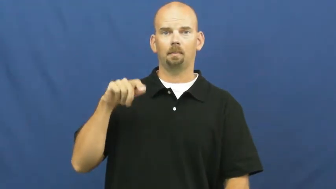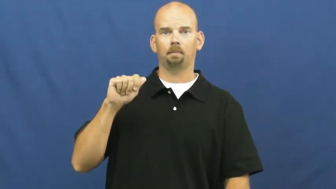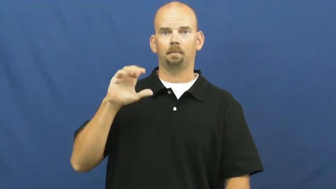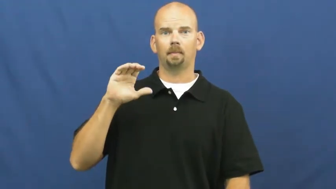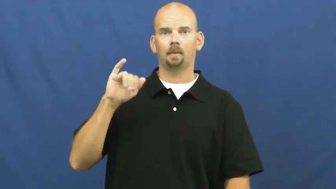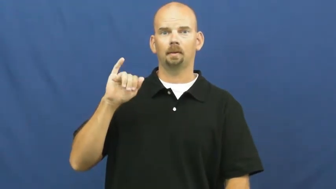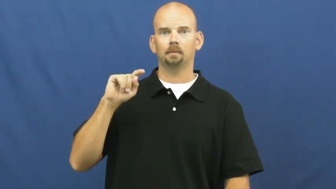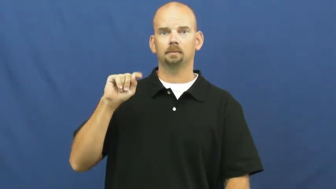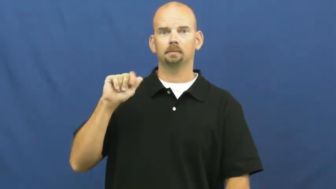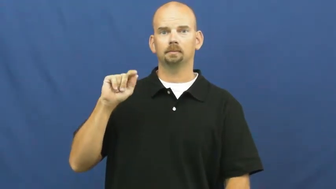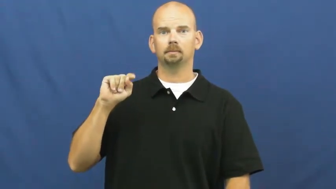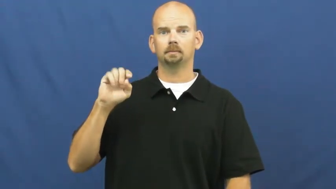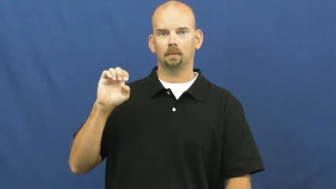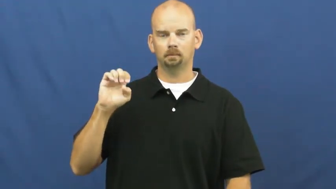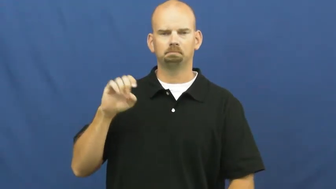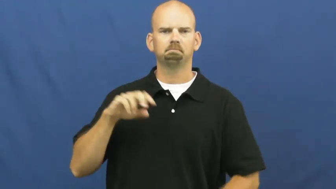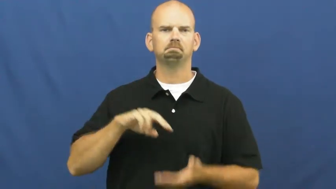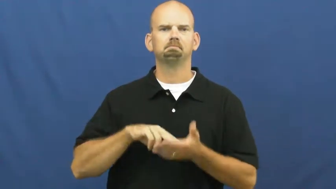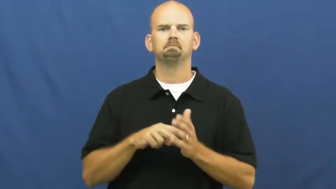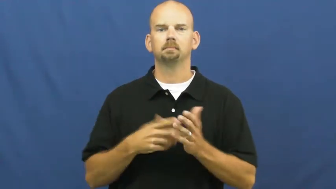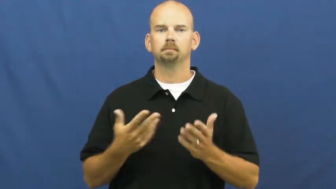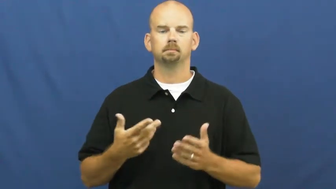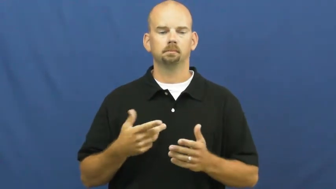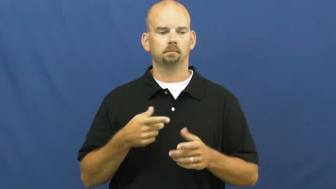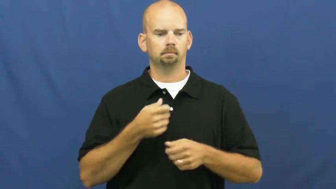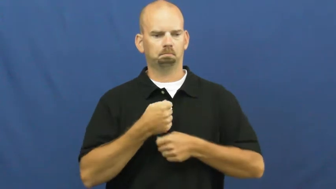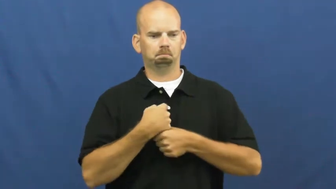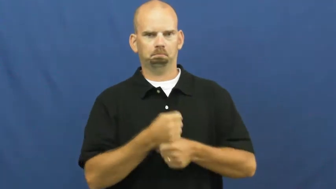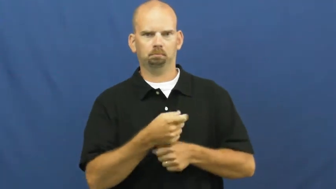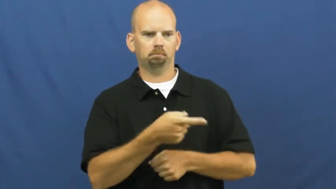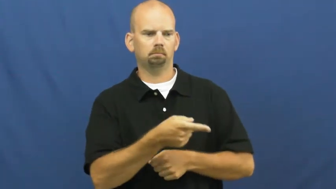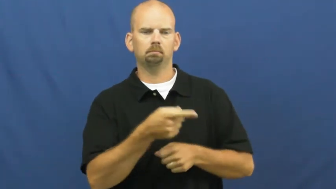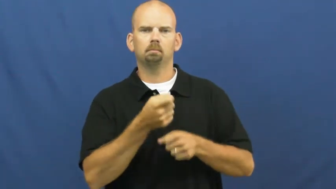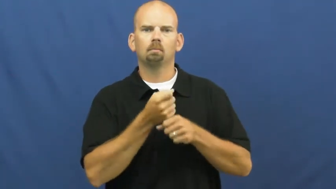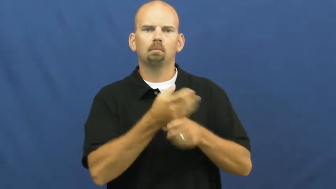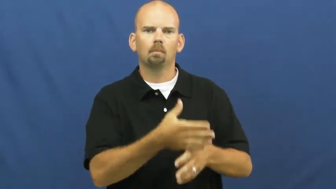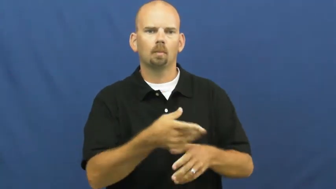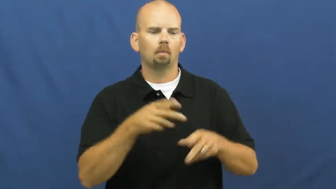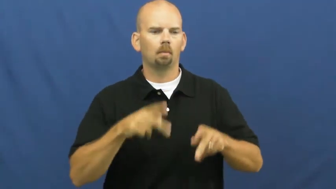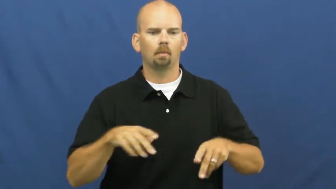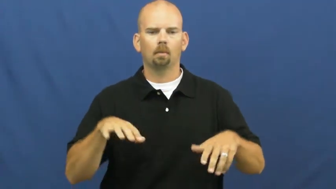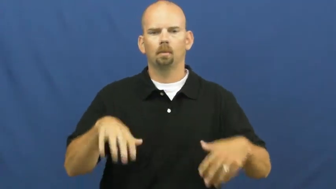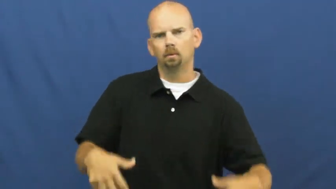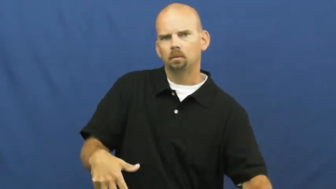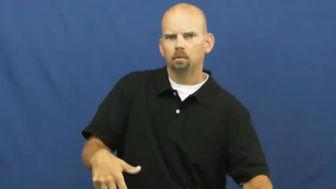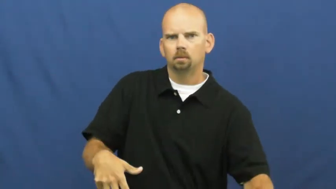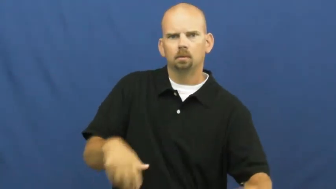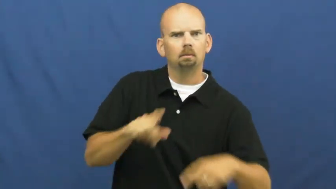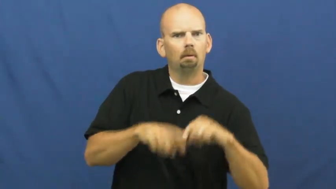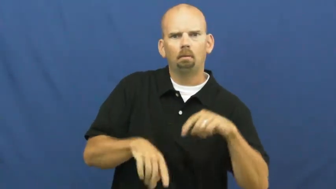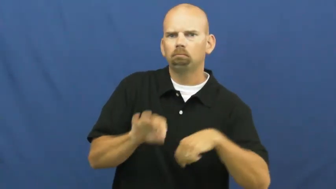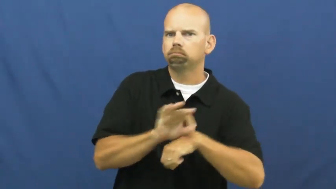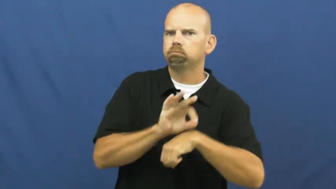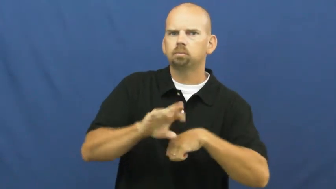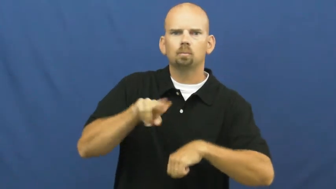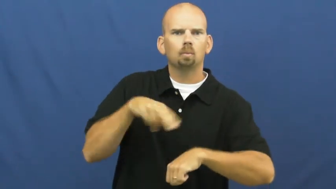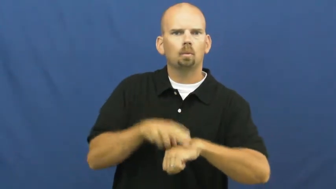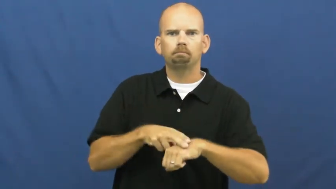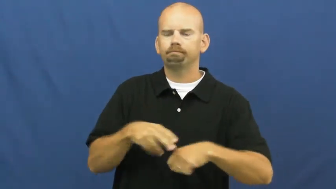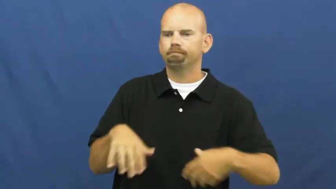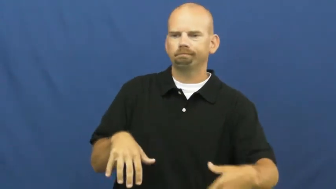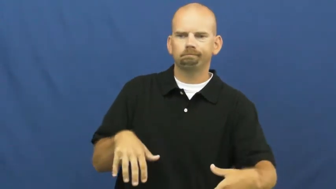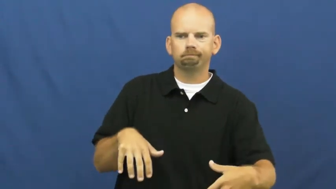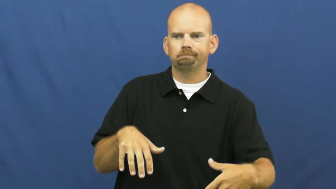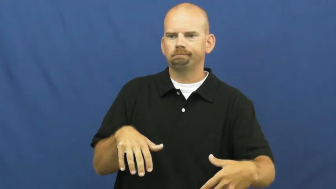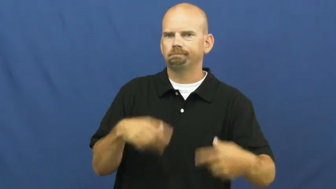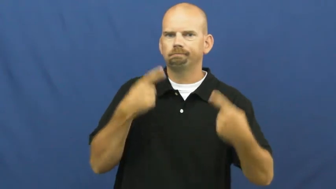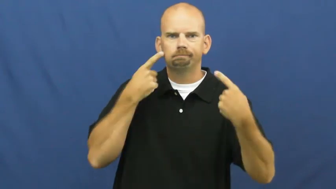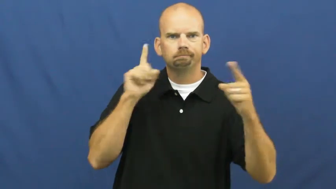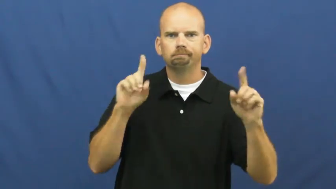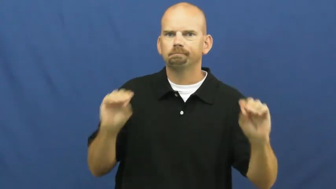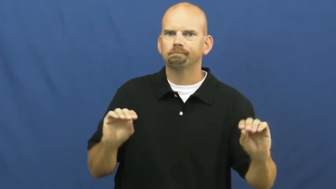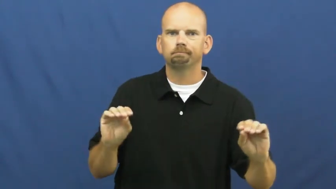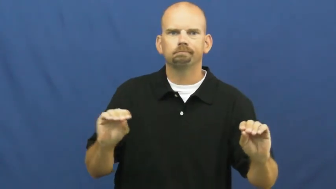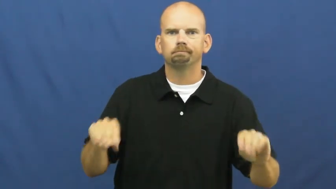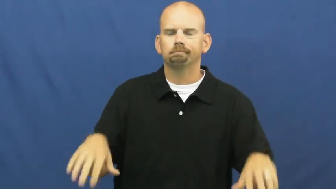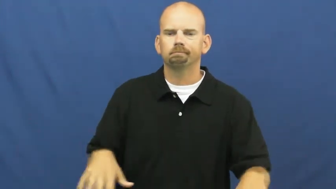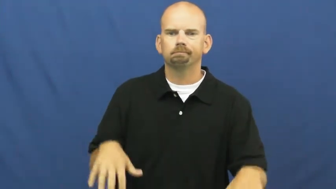incapacitate